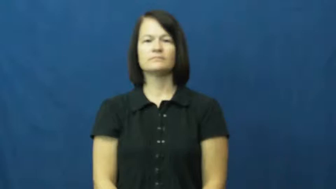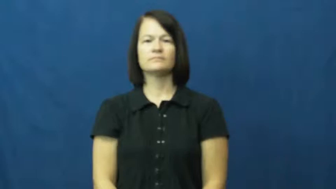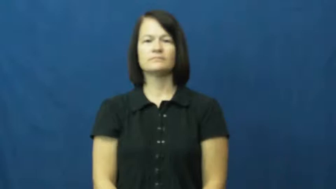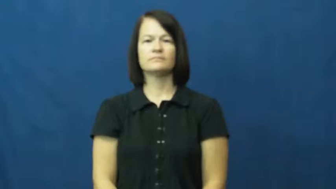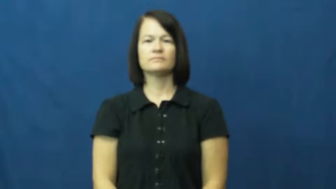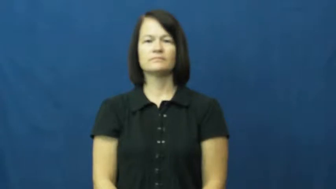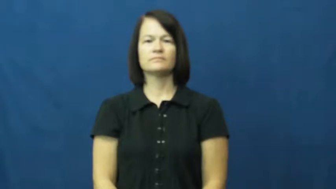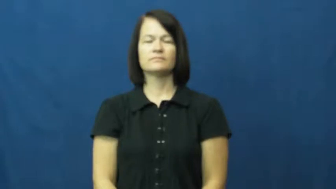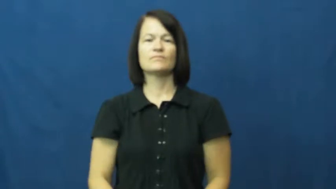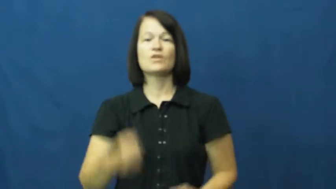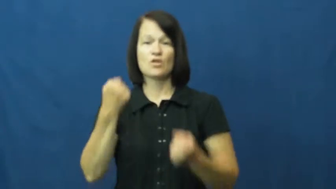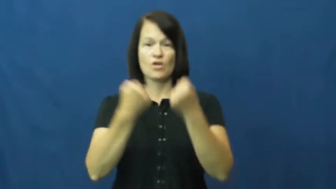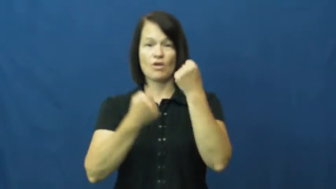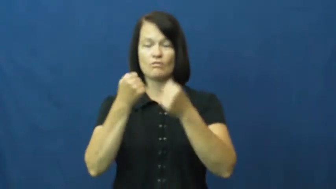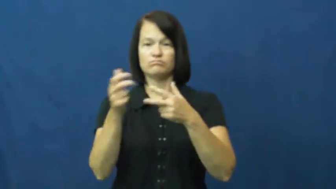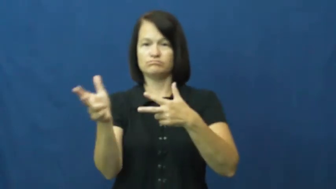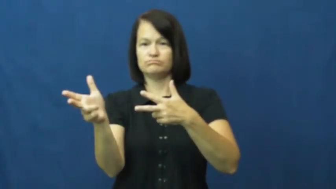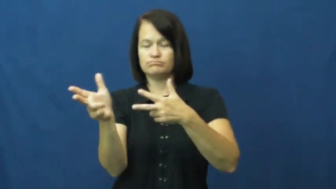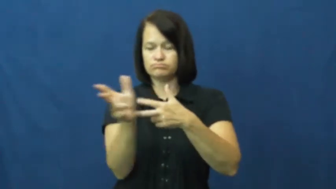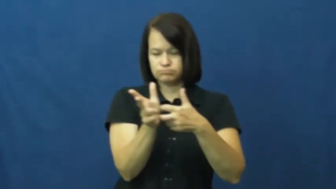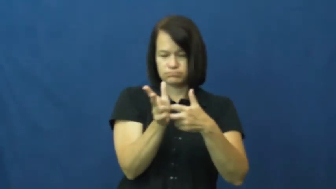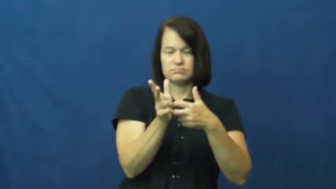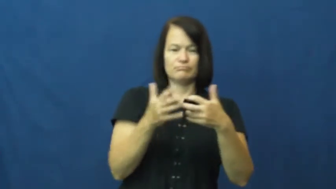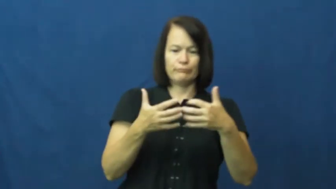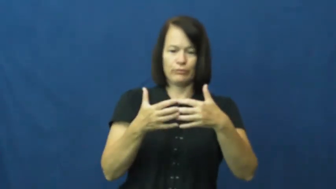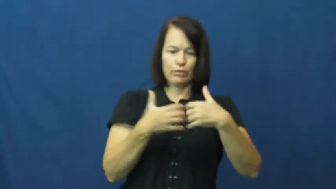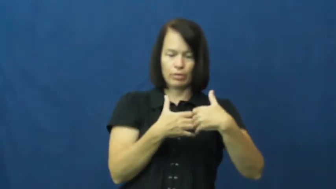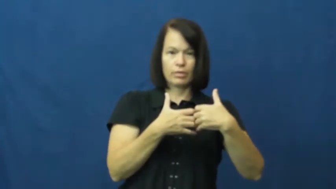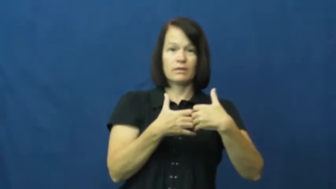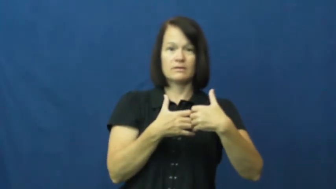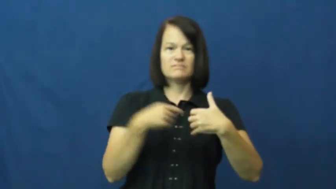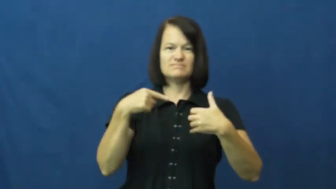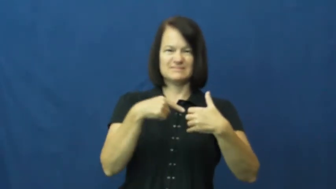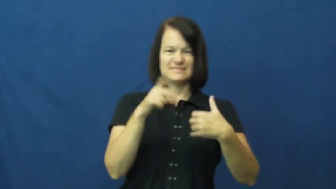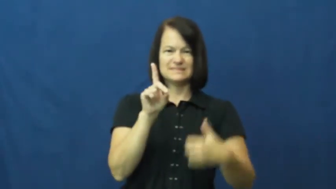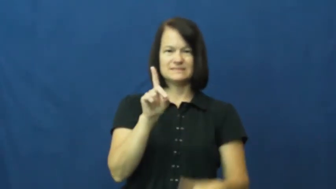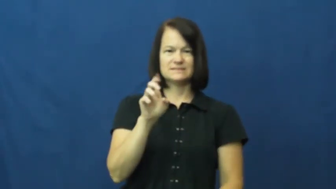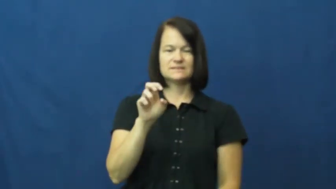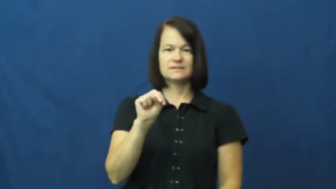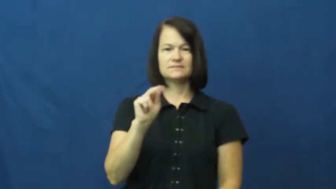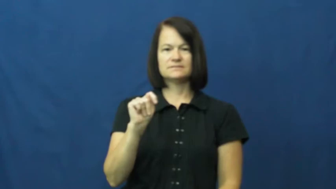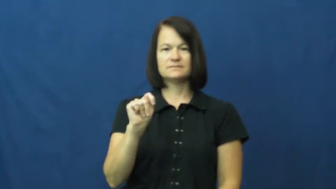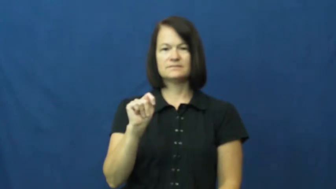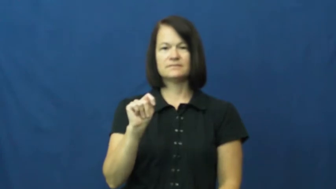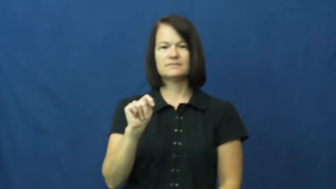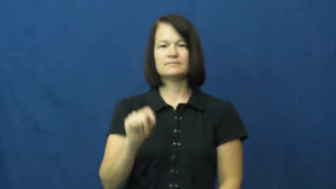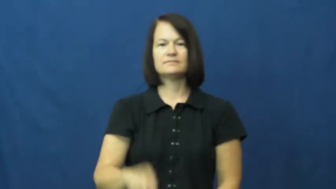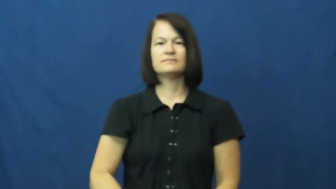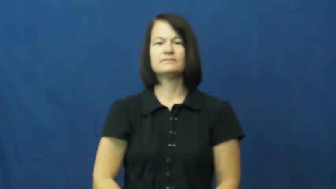dent,dint,prang